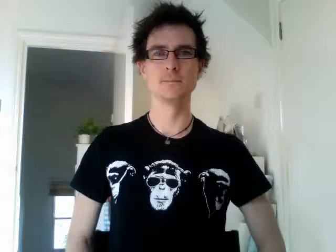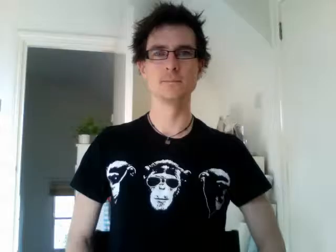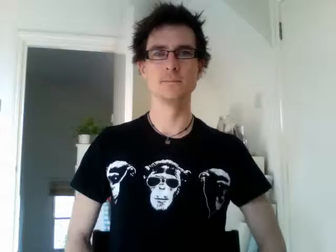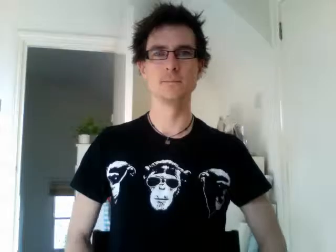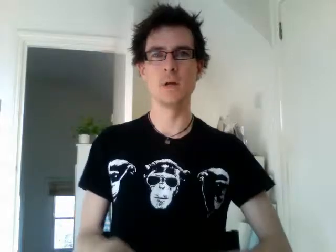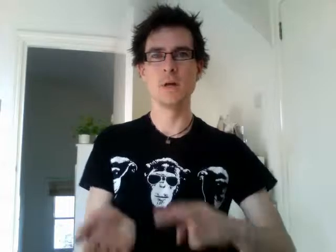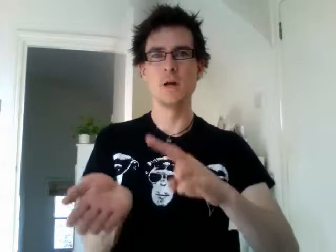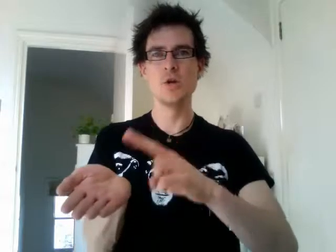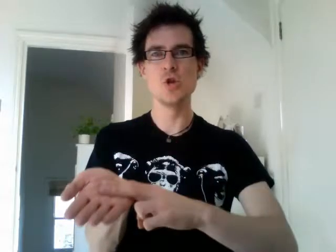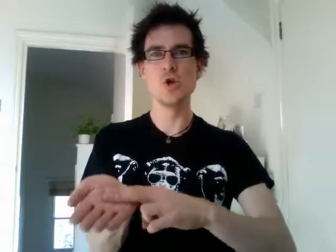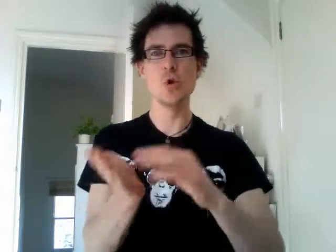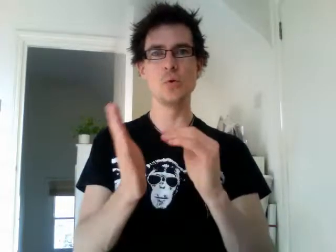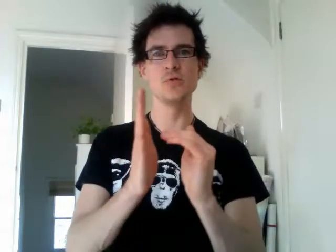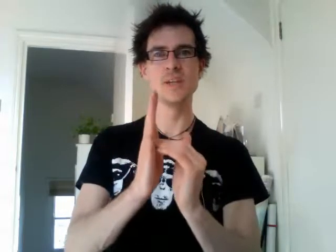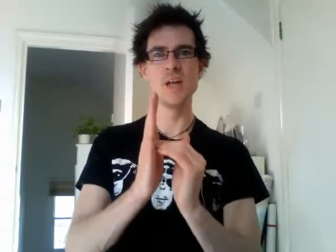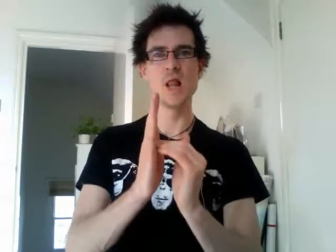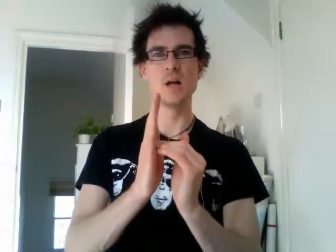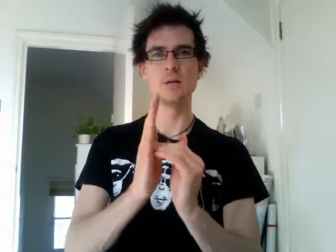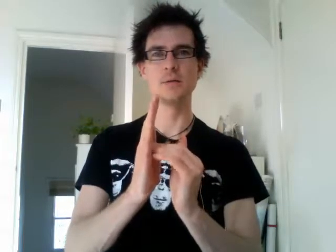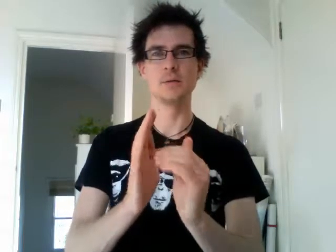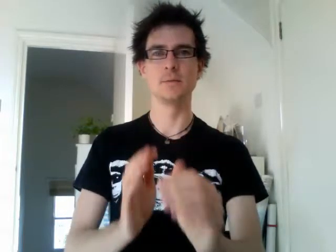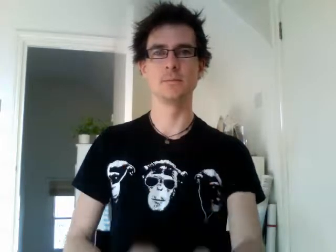new zealand